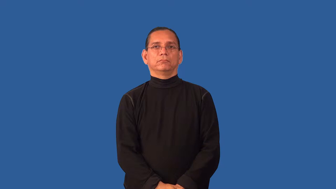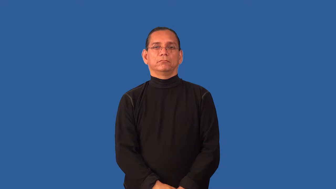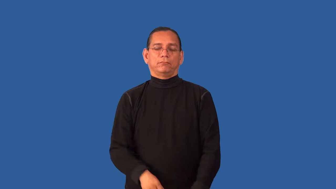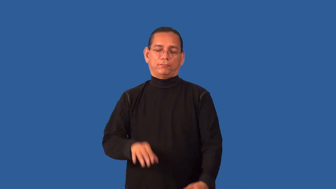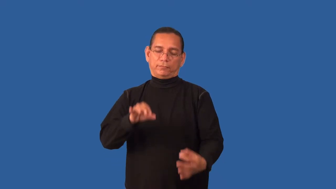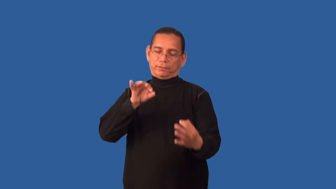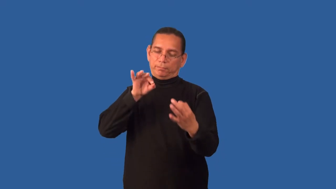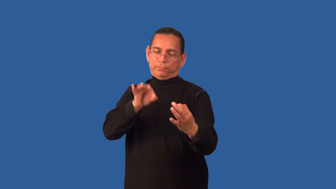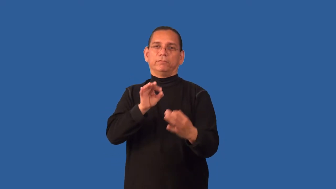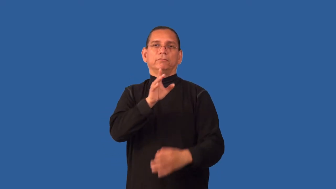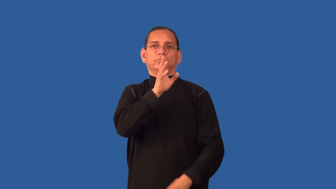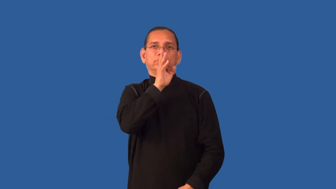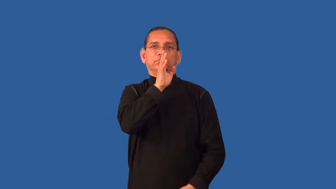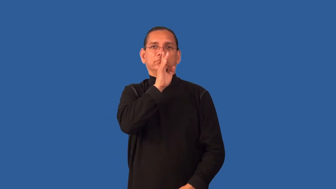elocution